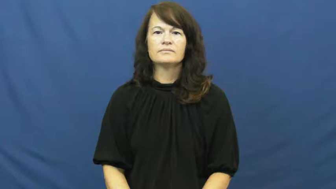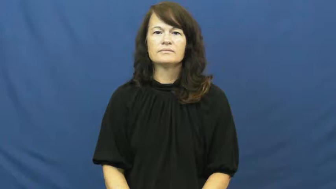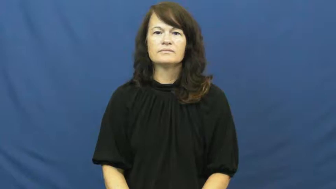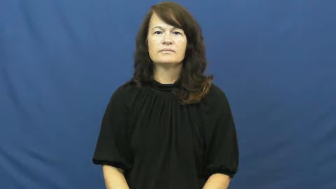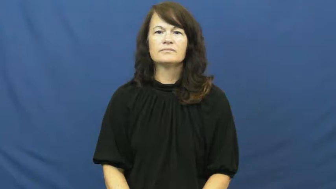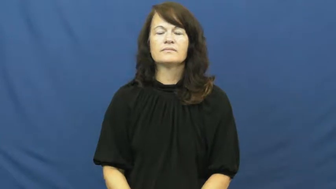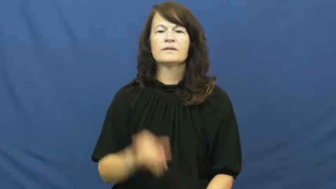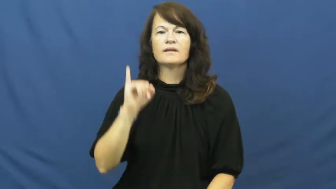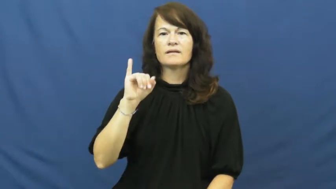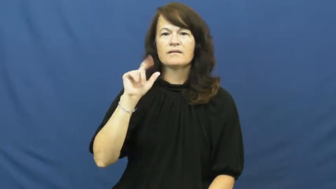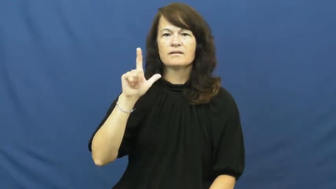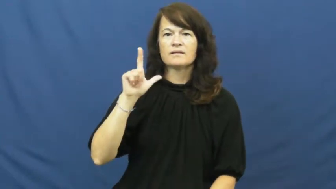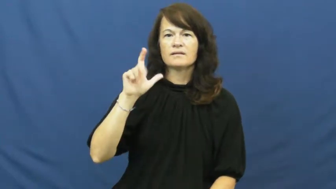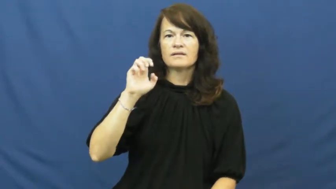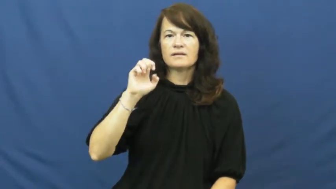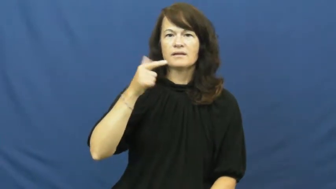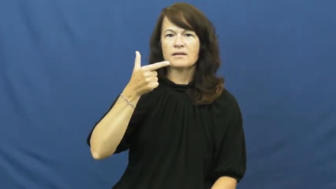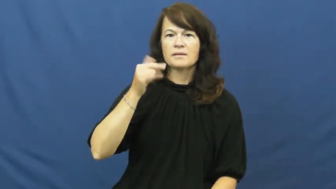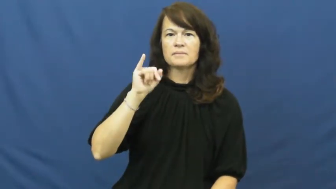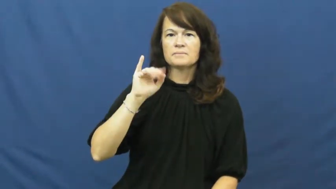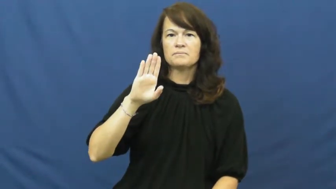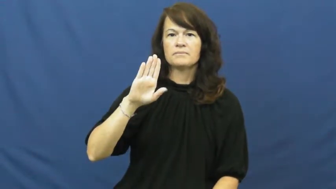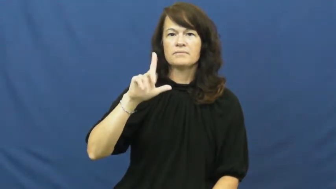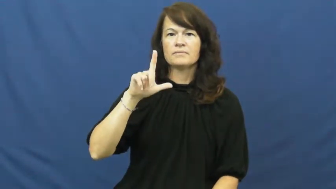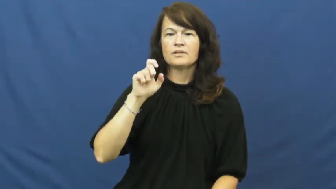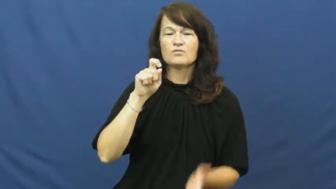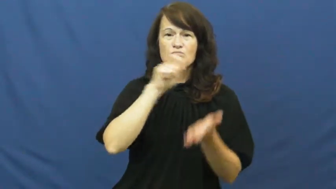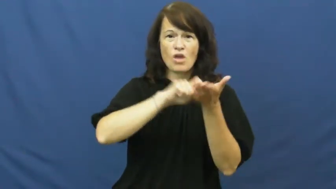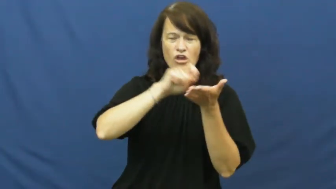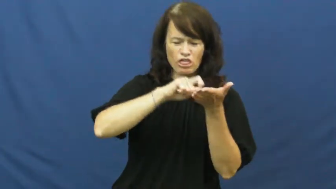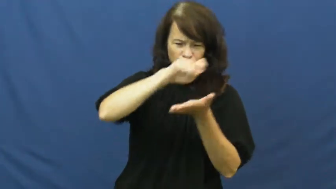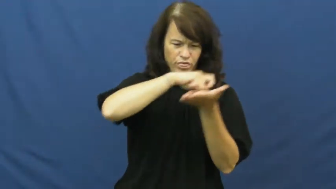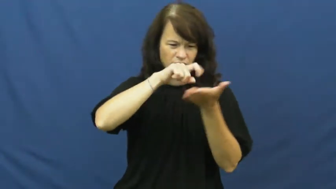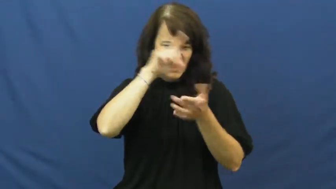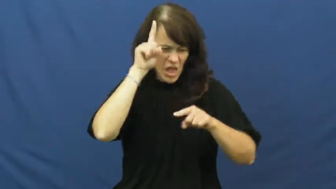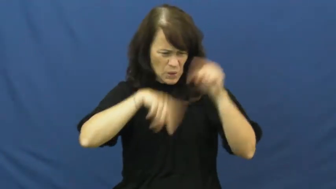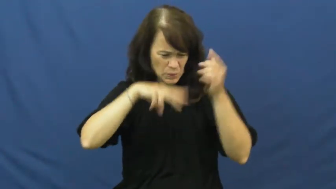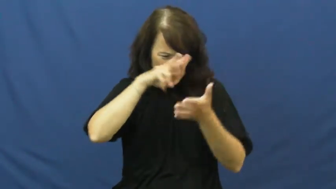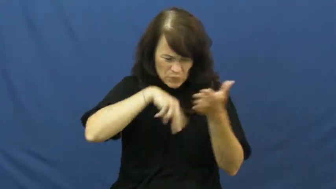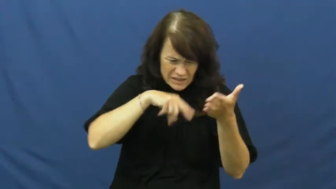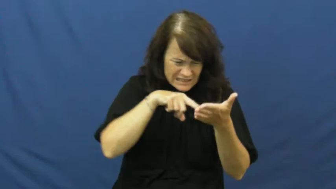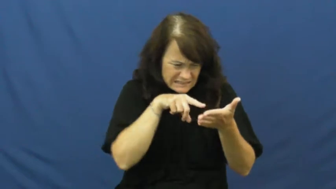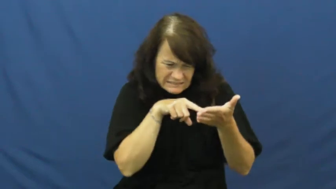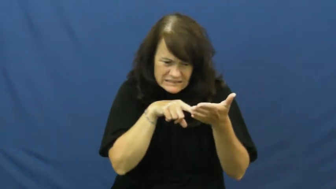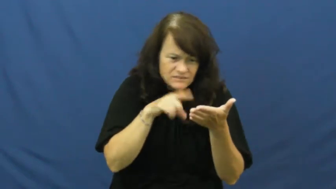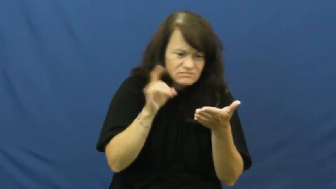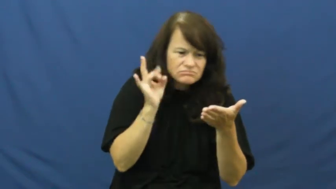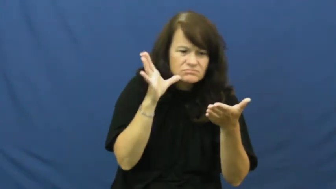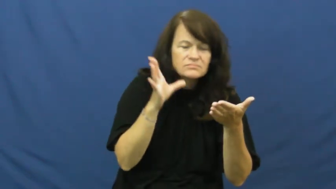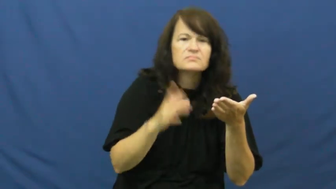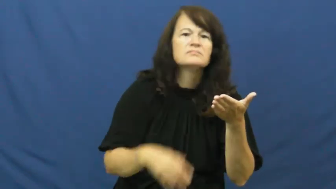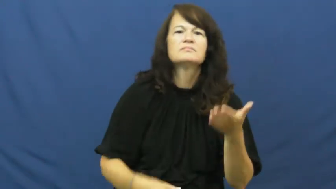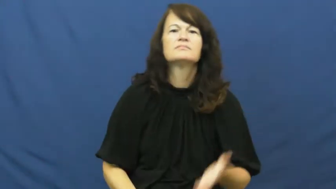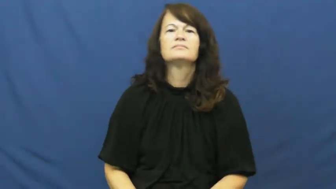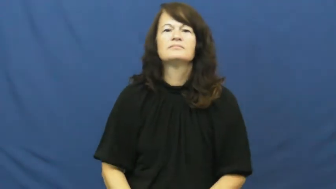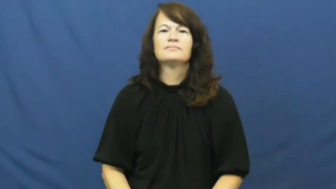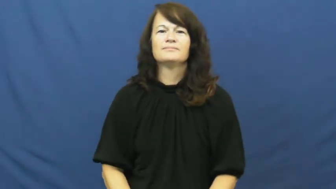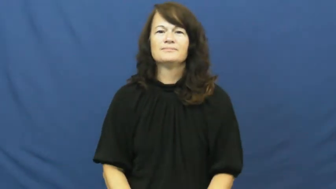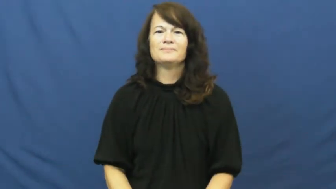illegible